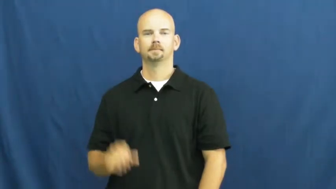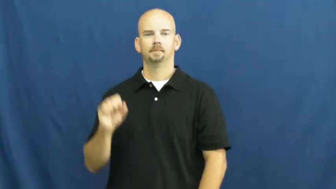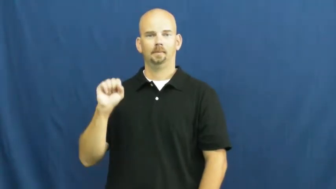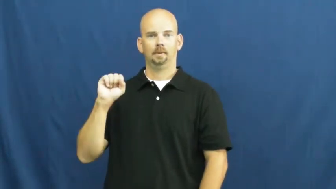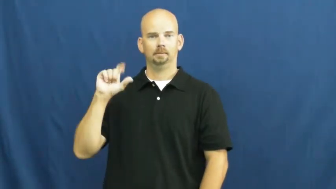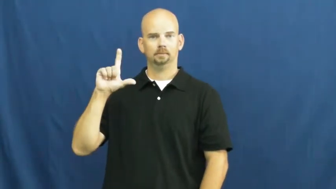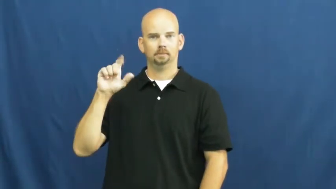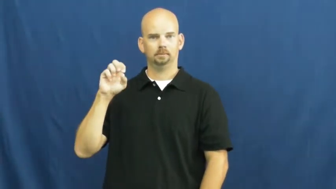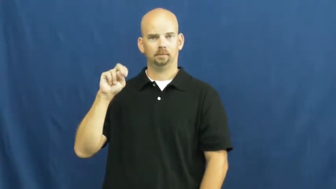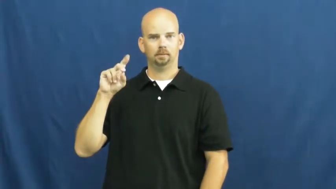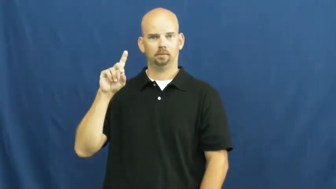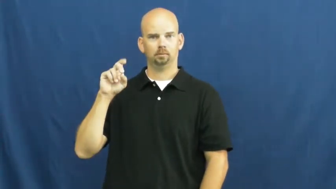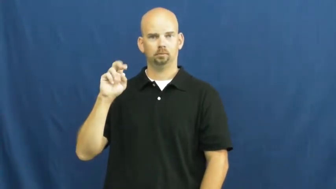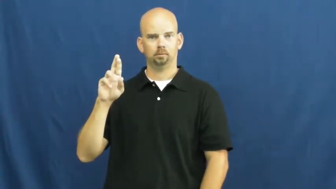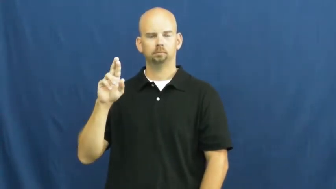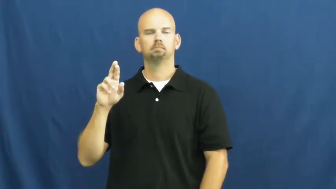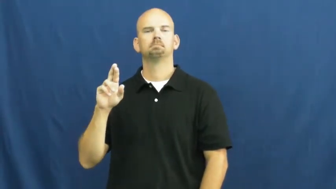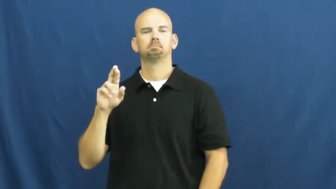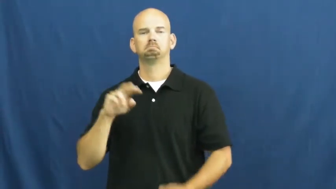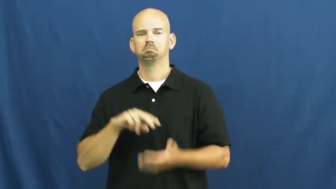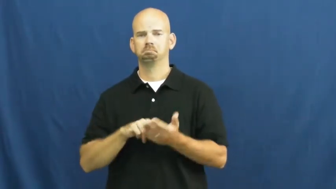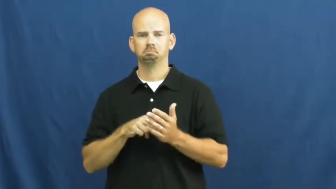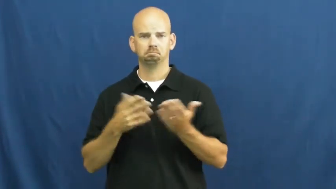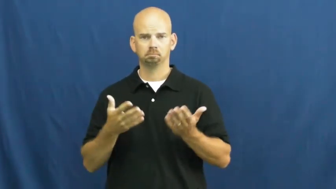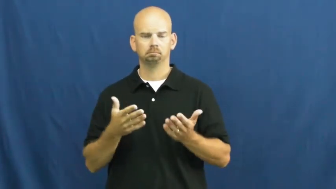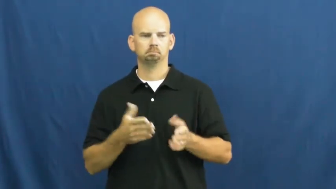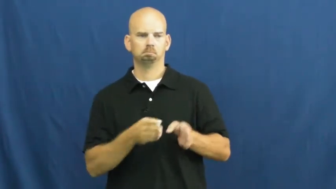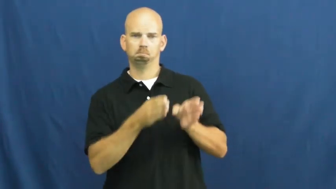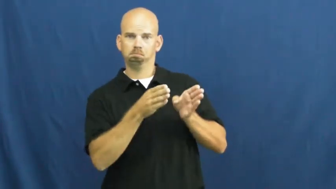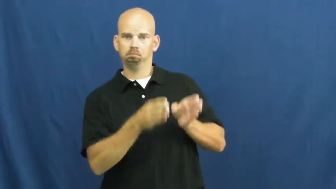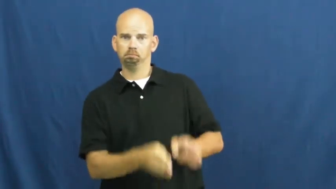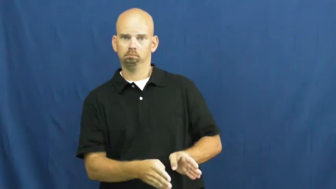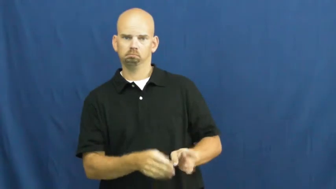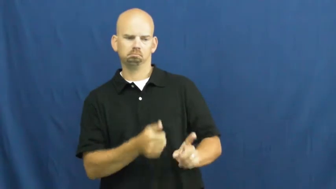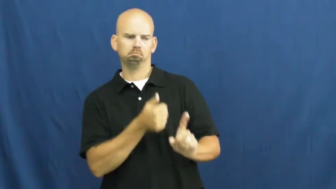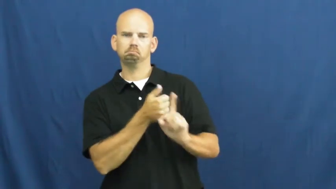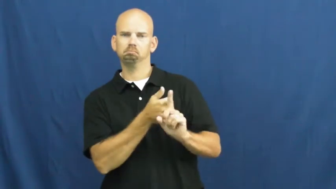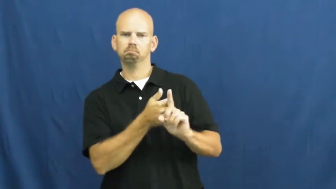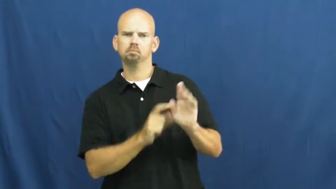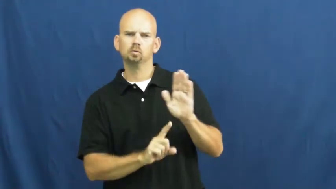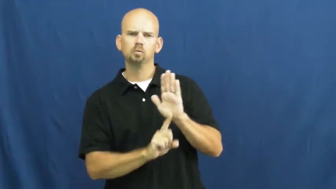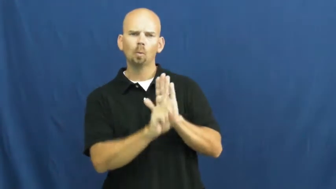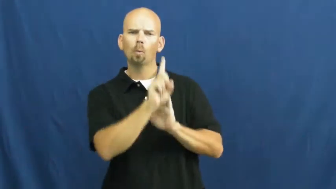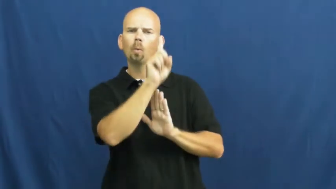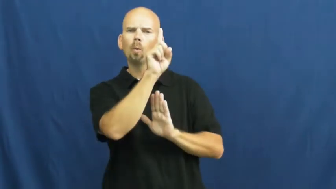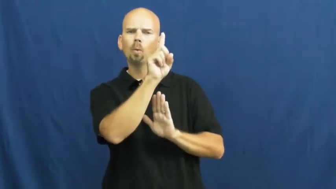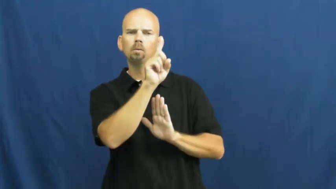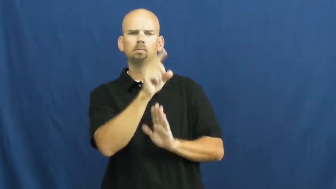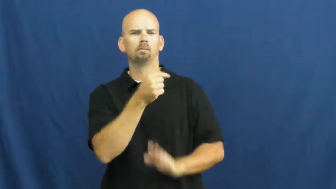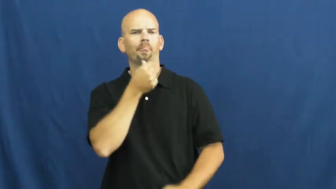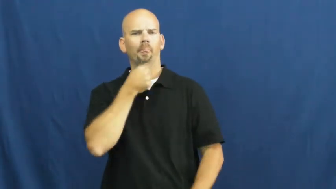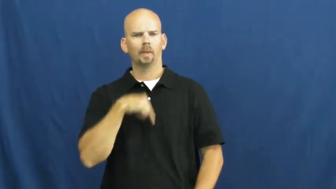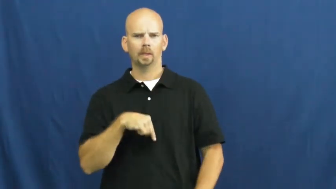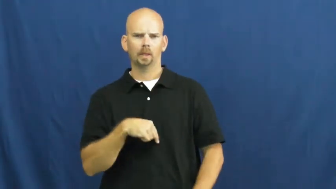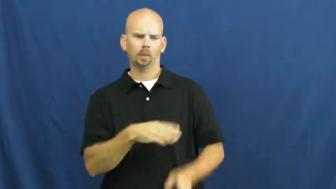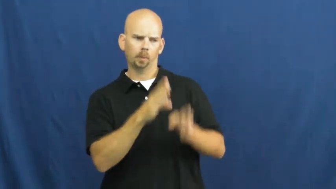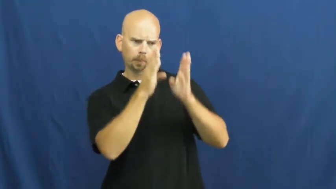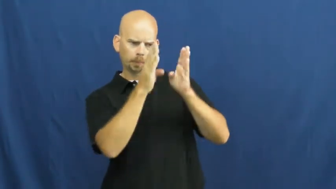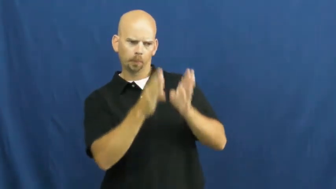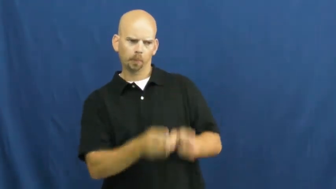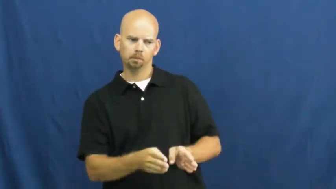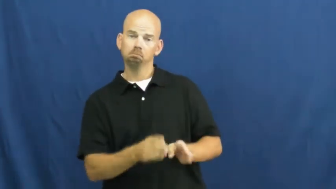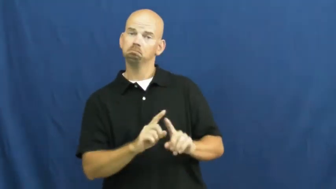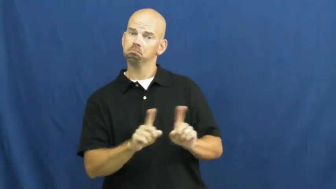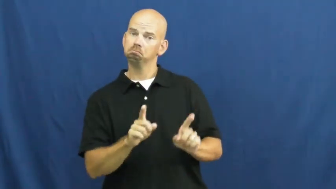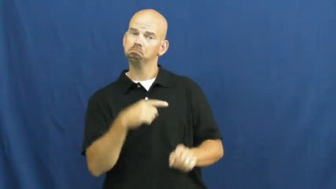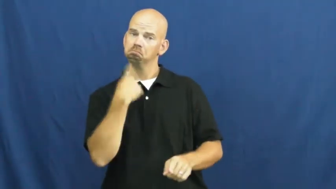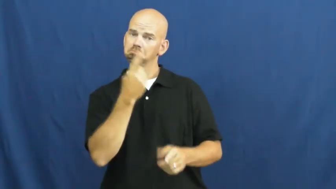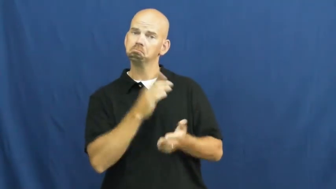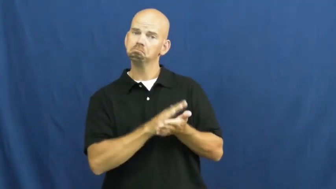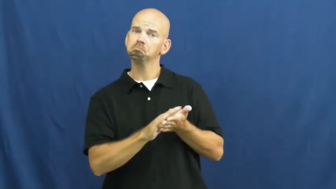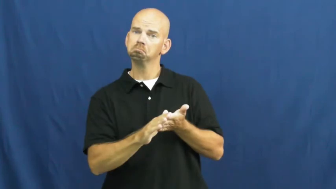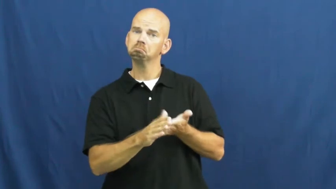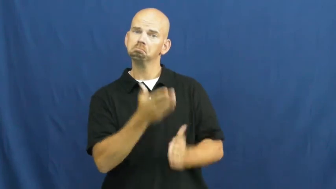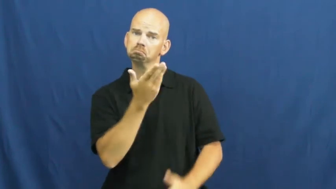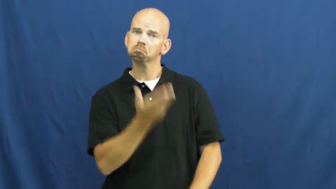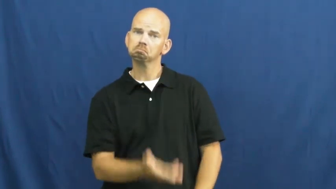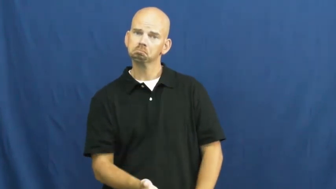slender